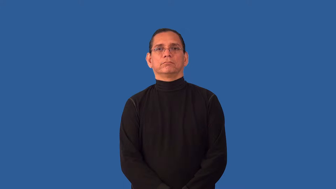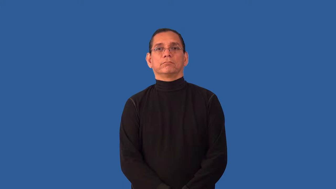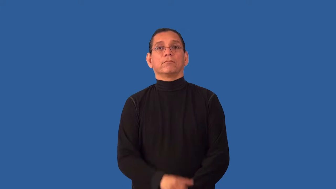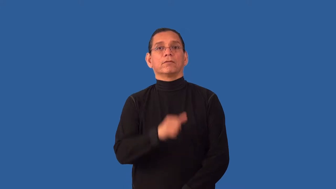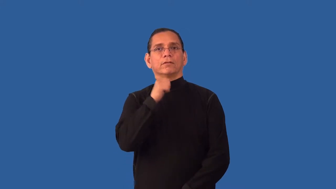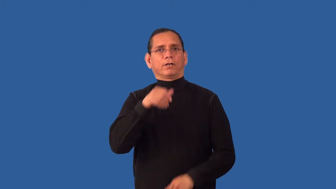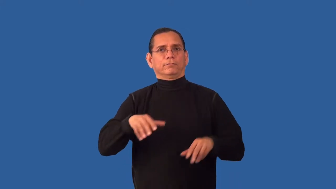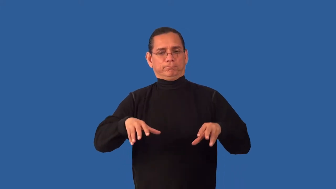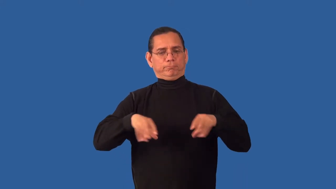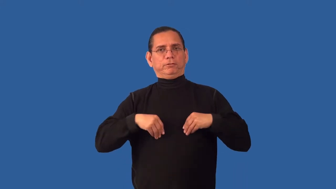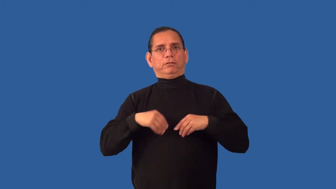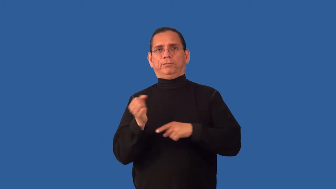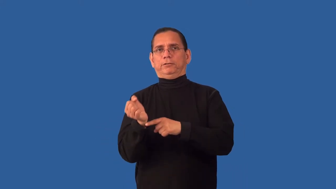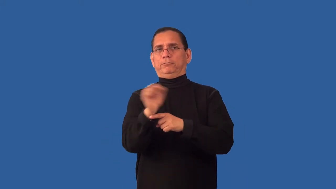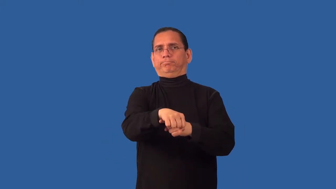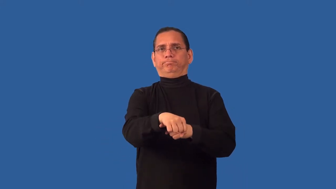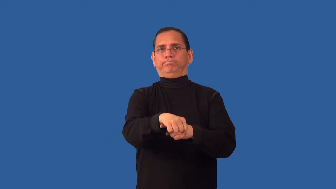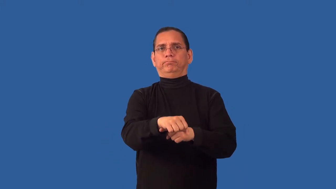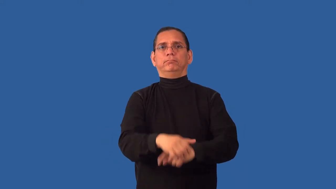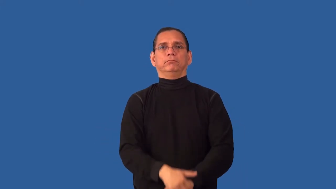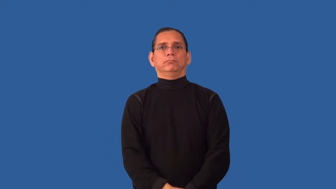unbowed